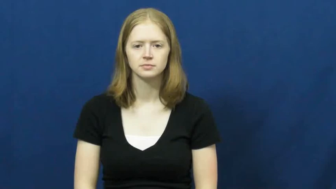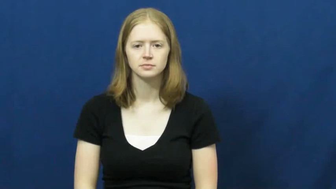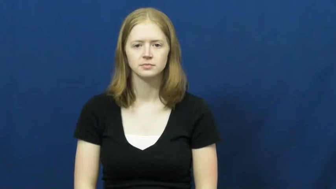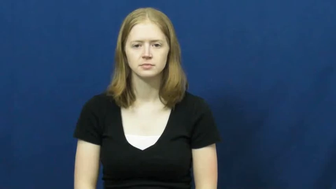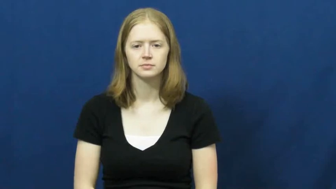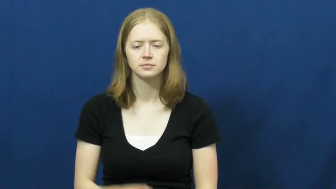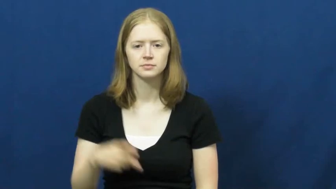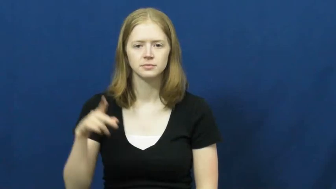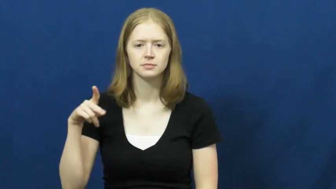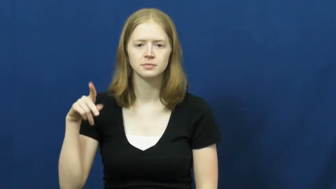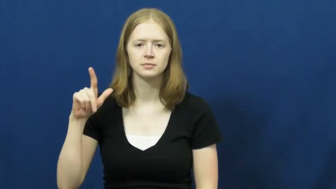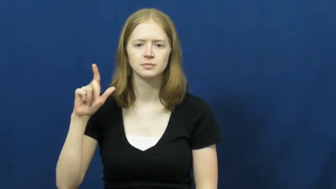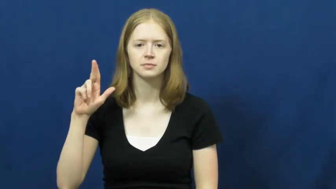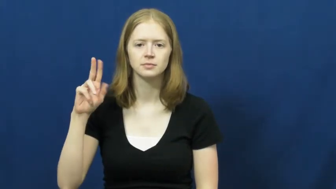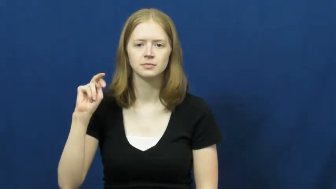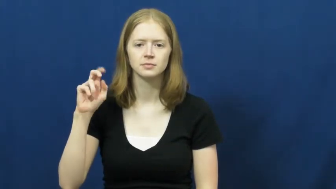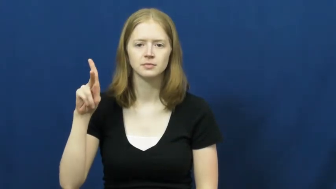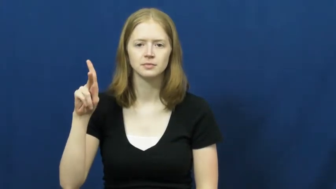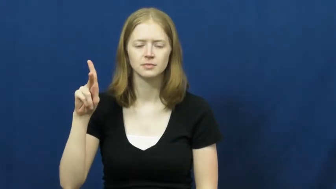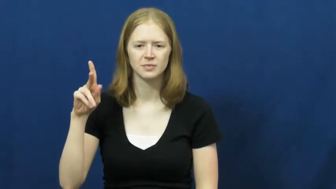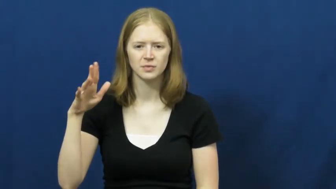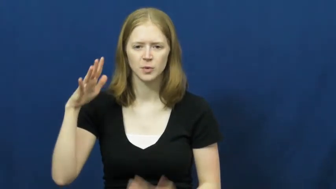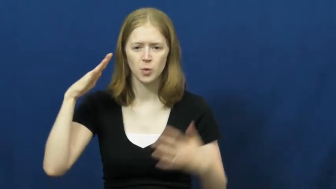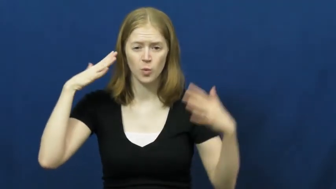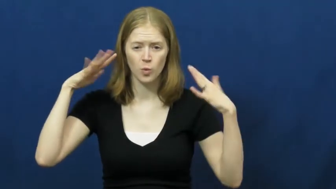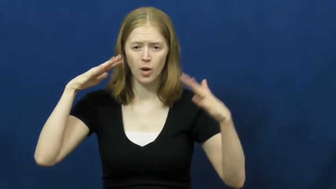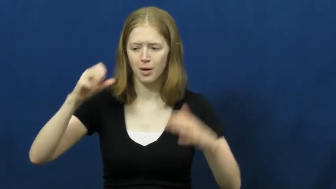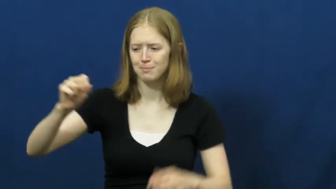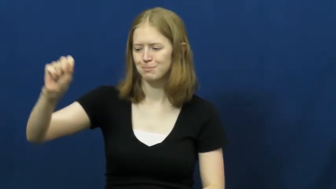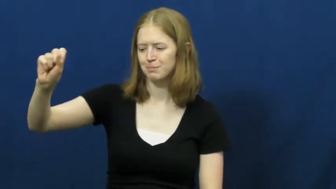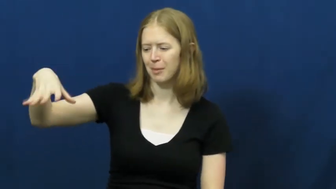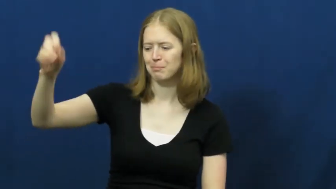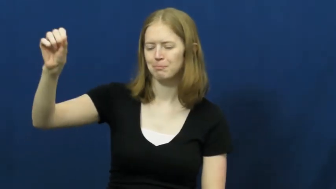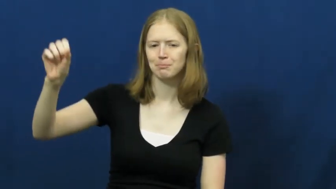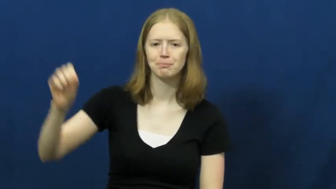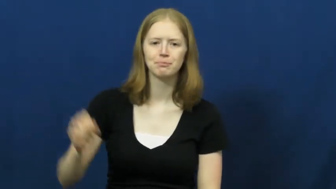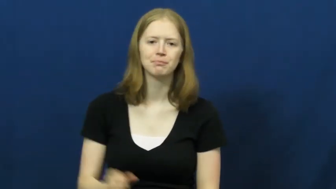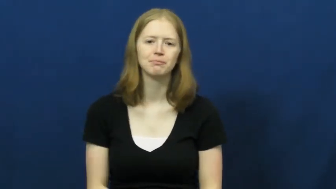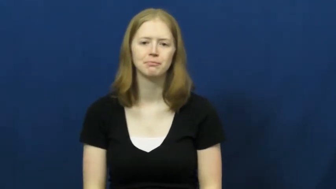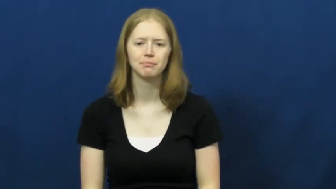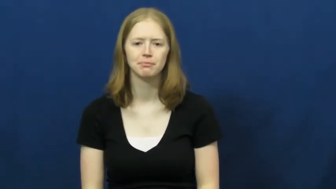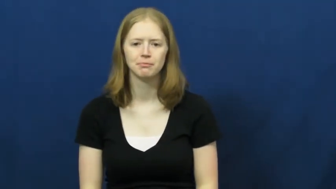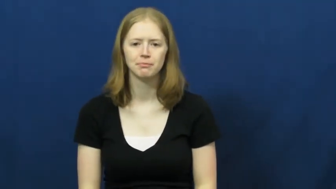plunk-sound